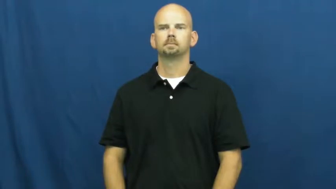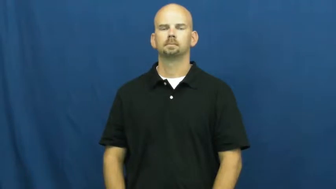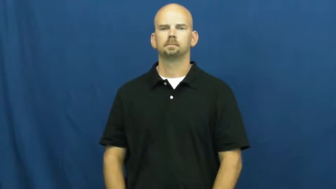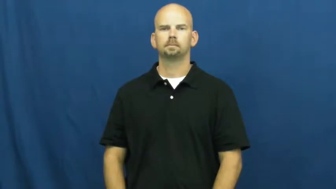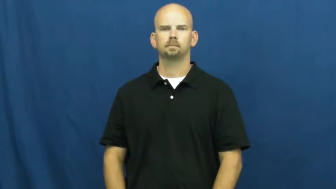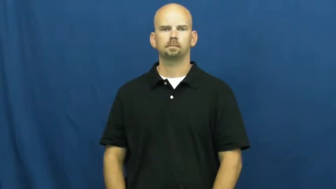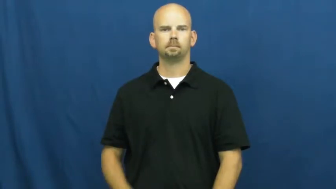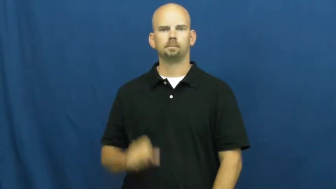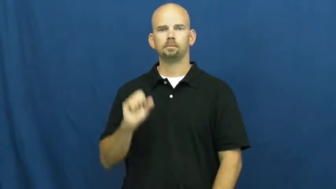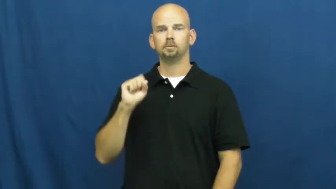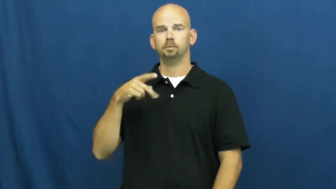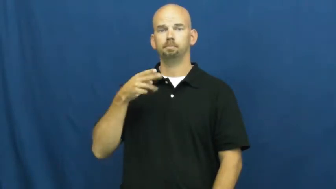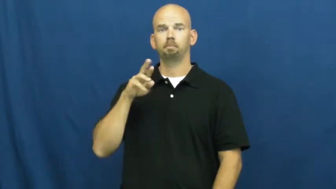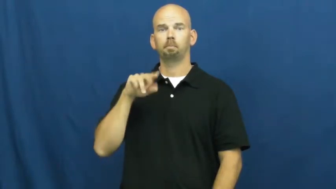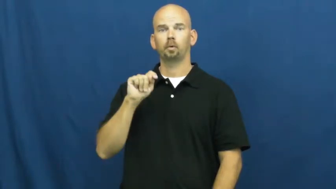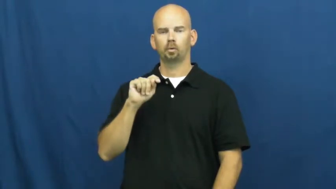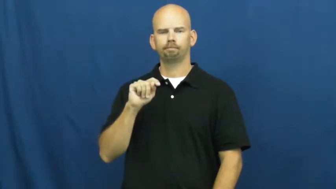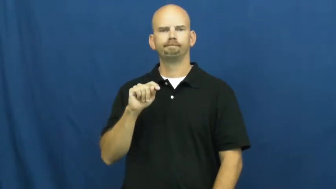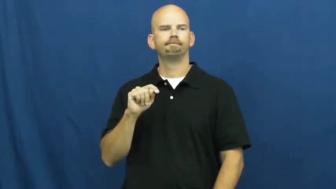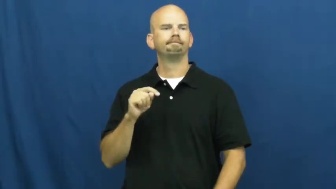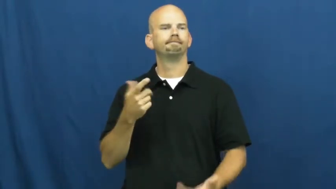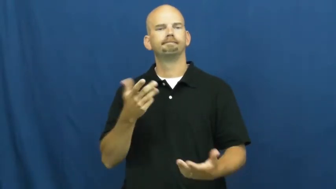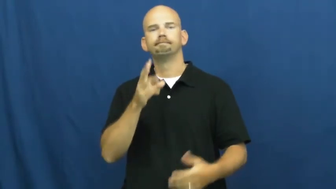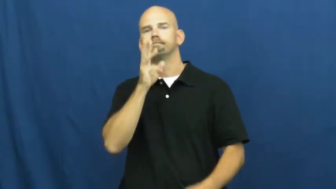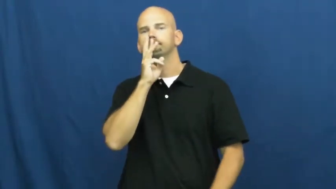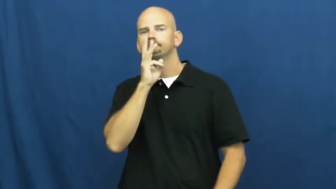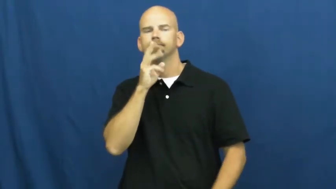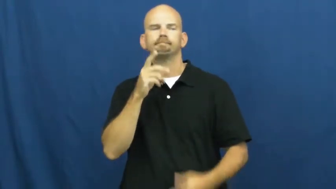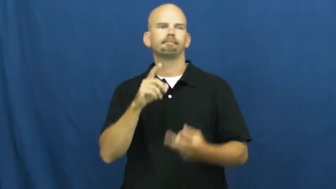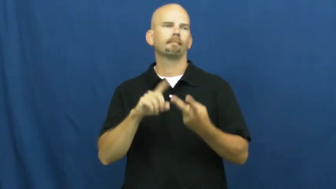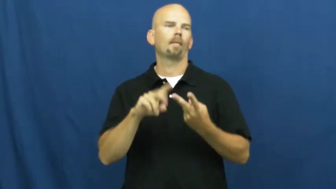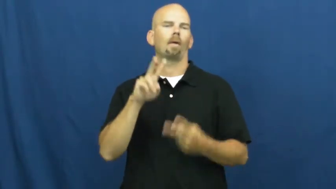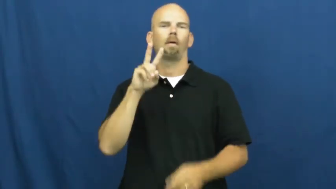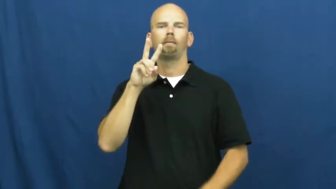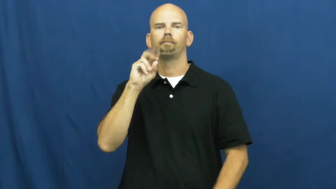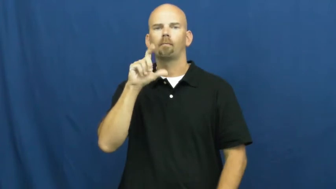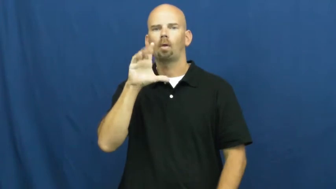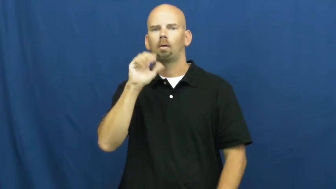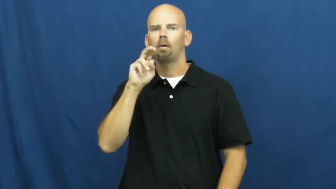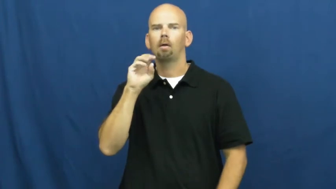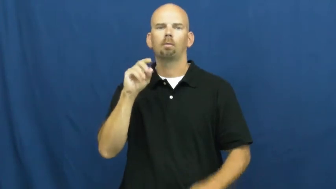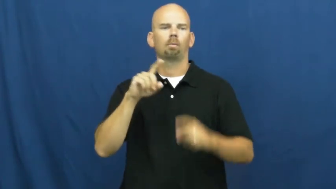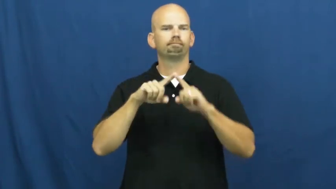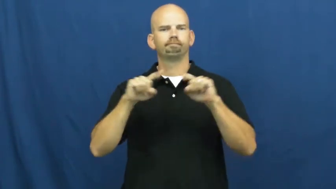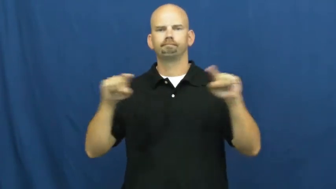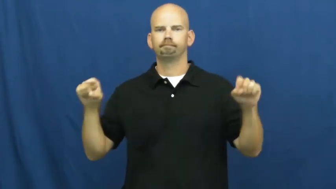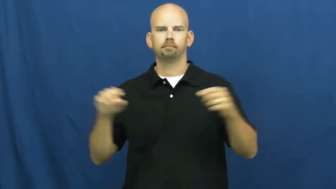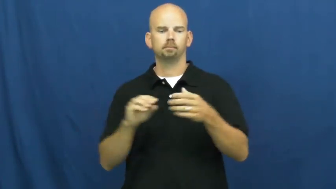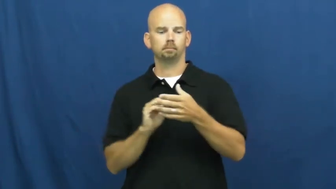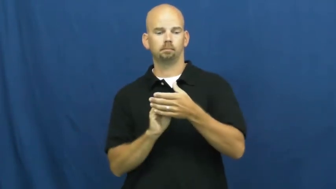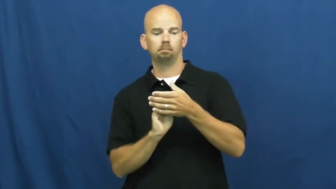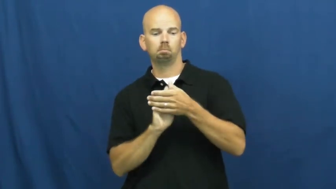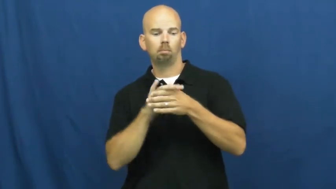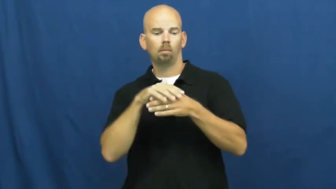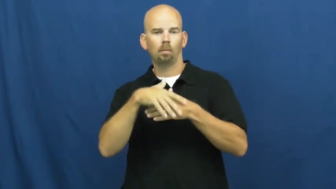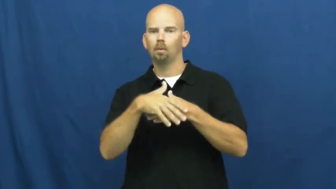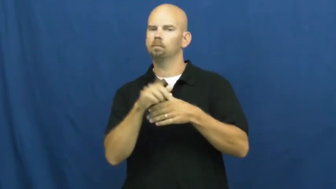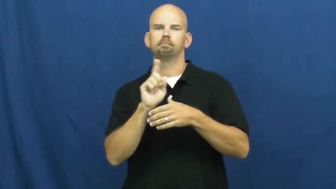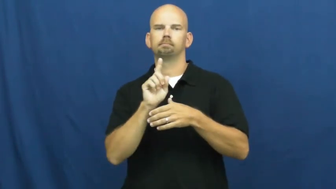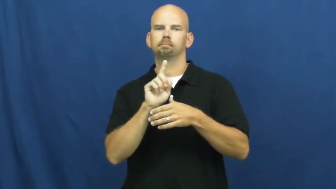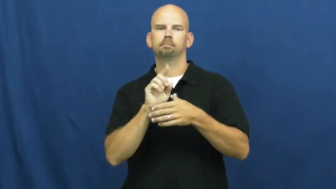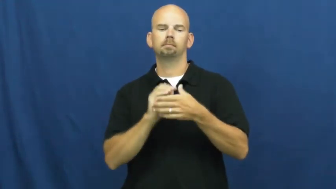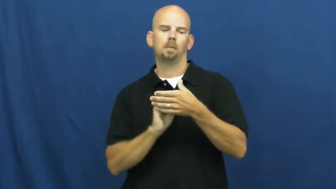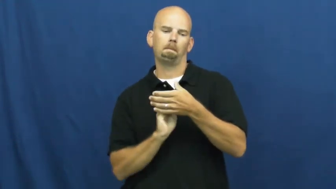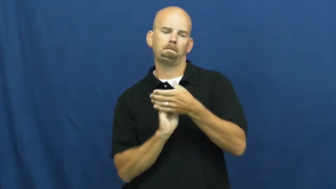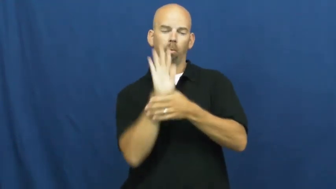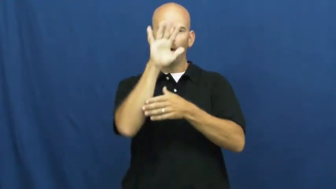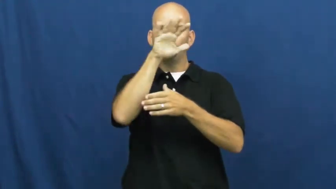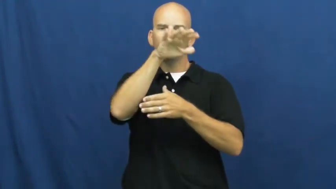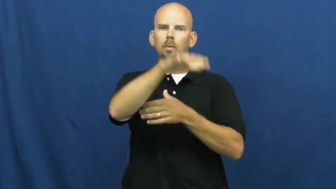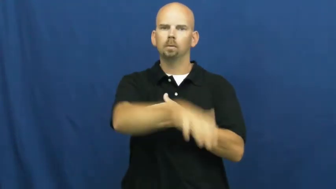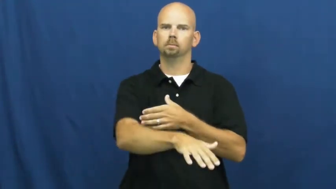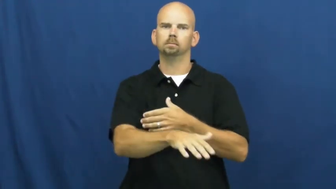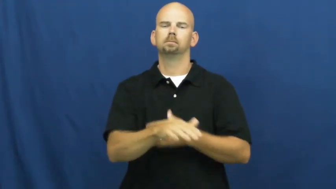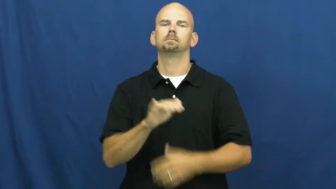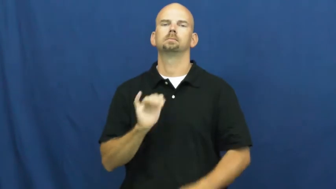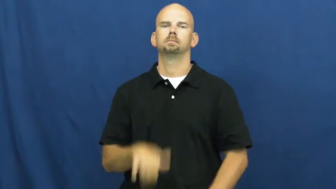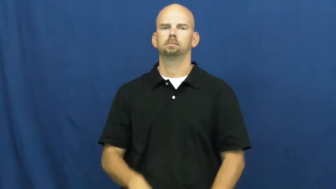spurt-water